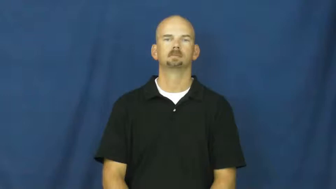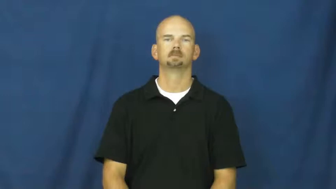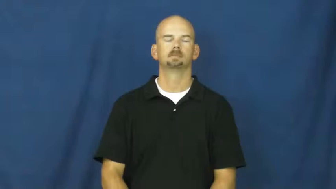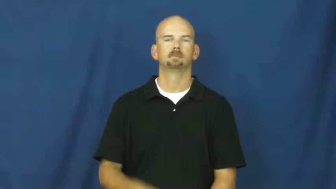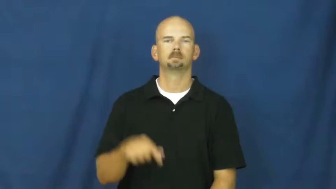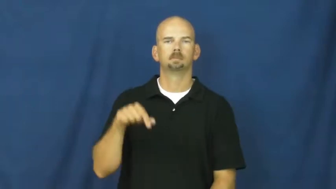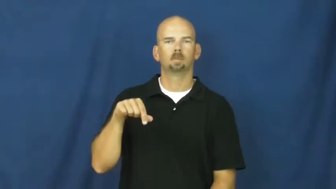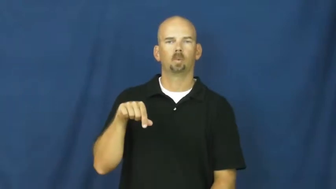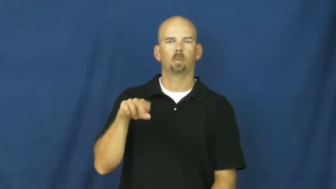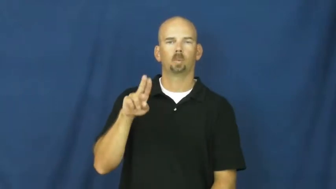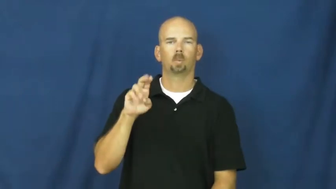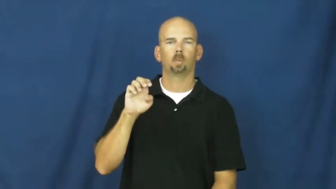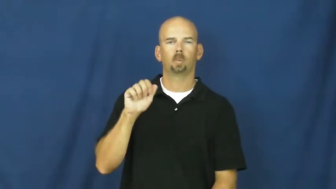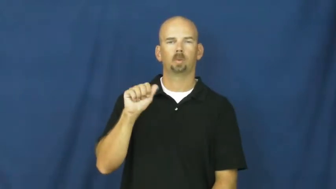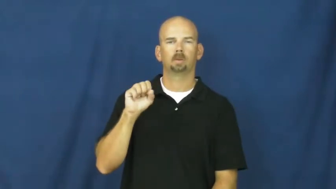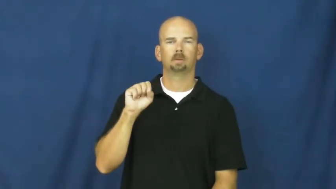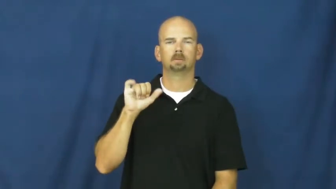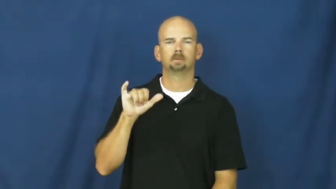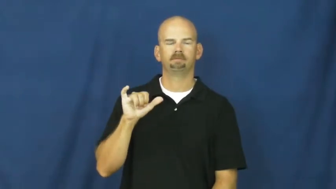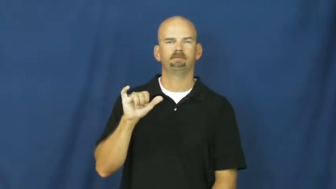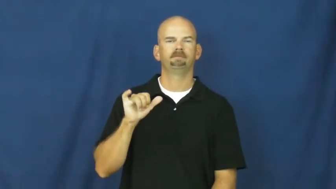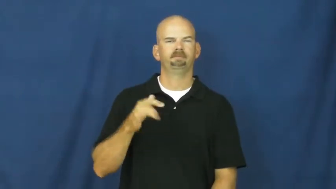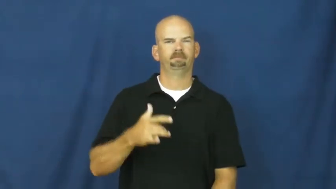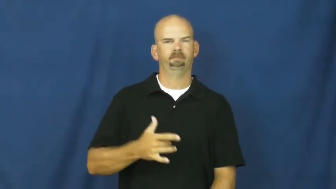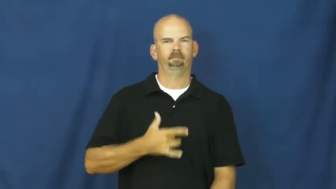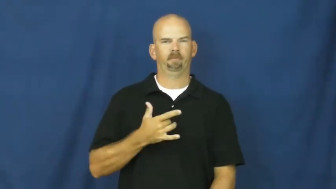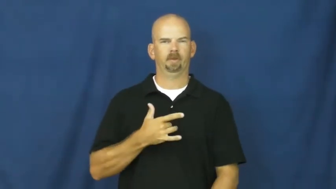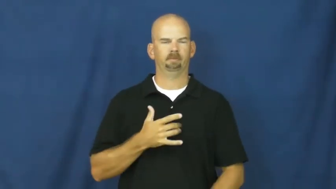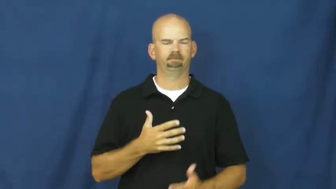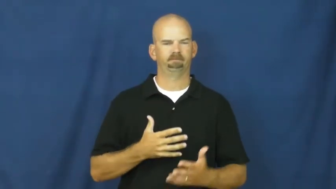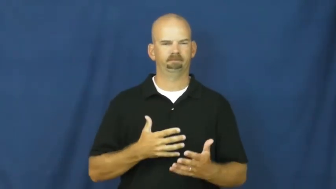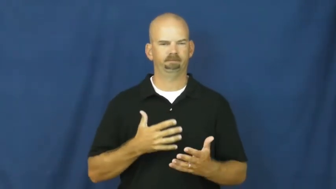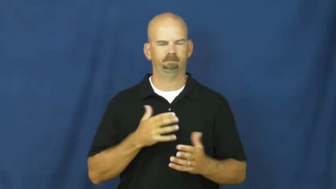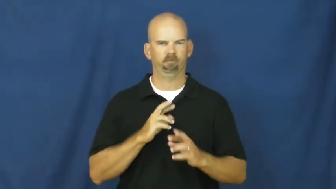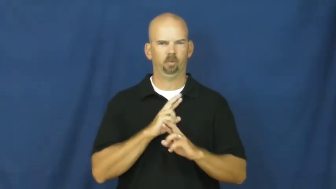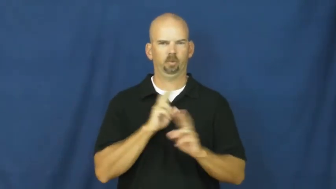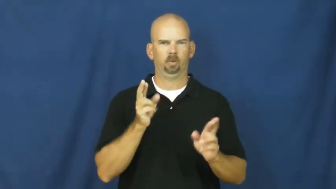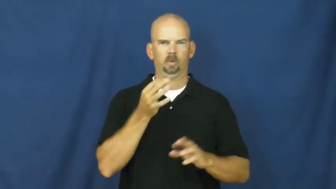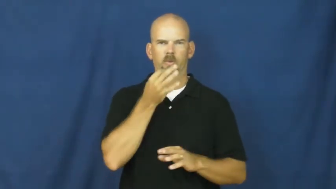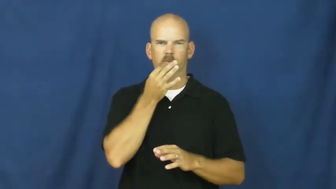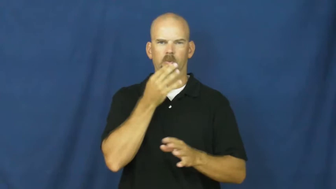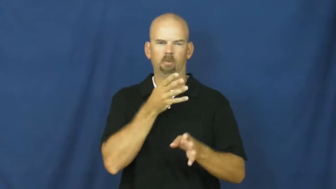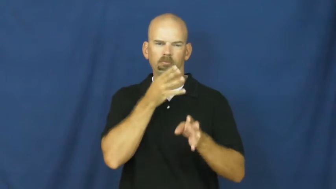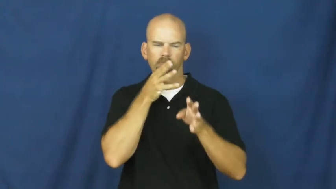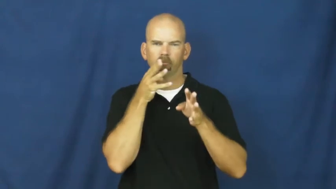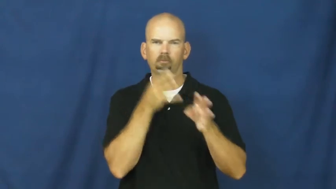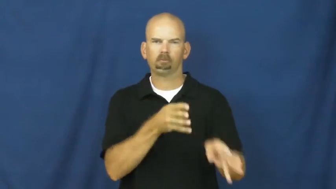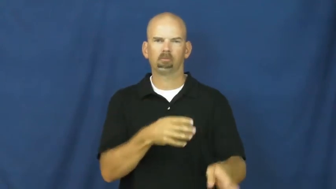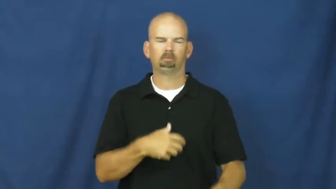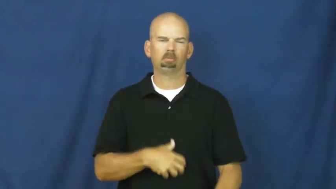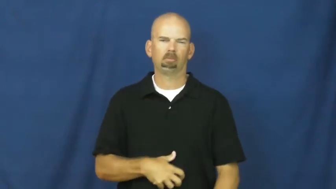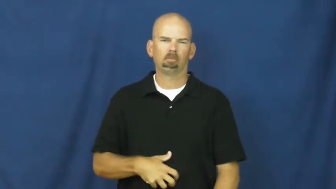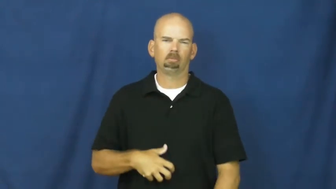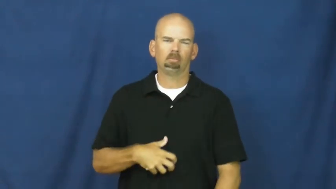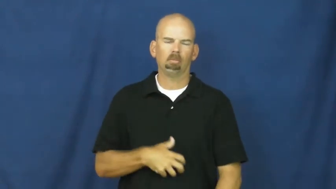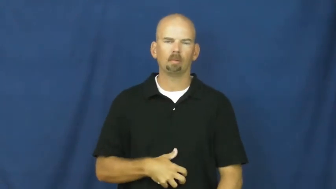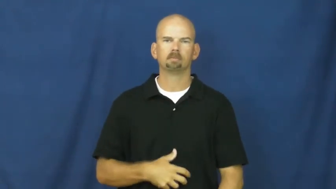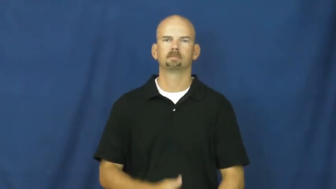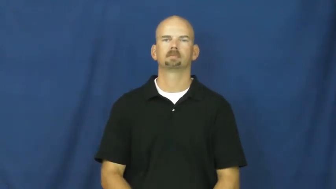queasy